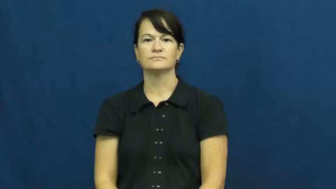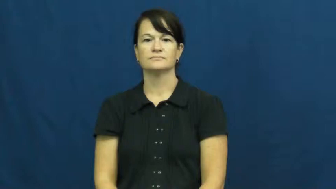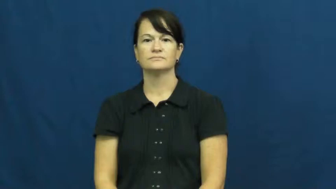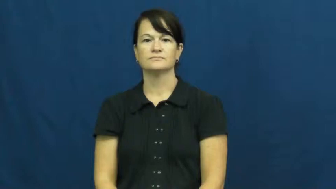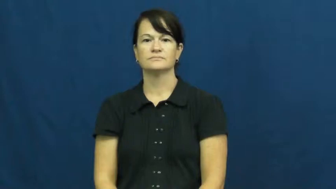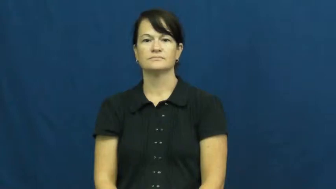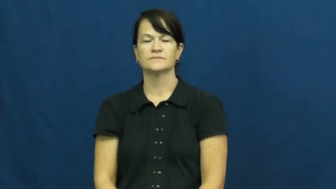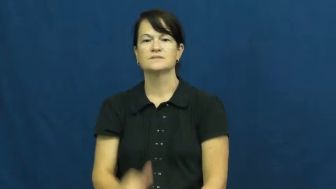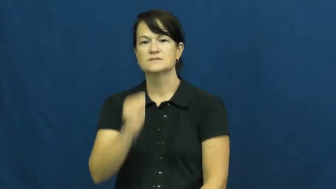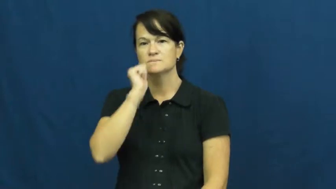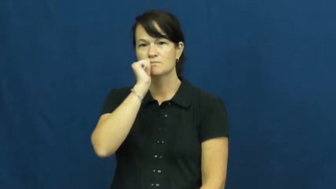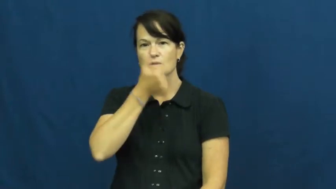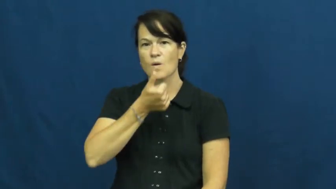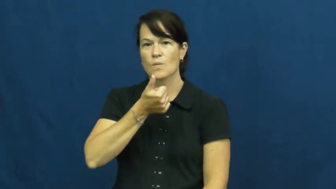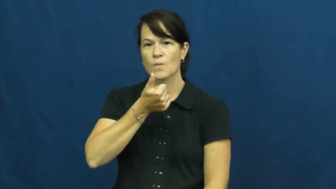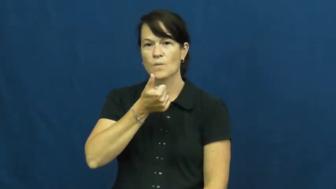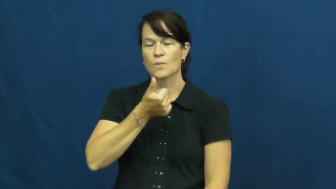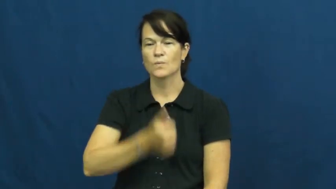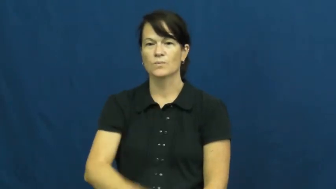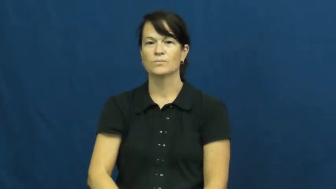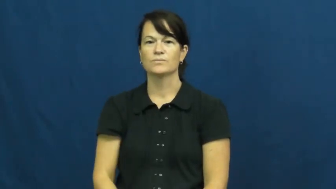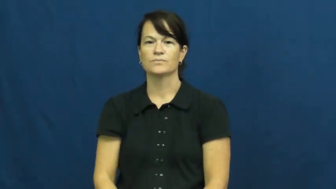tomorrow,manana,morrow